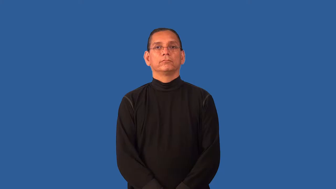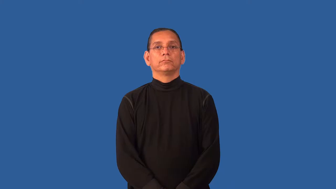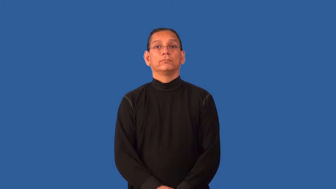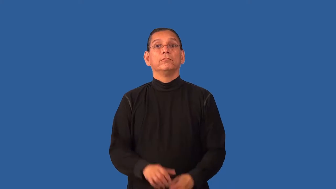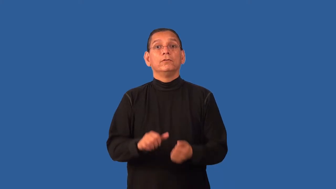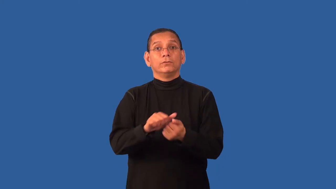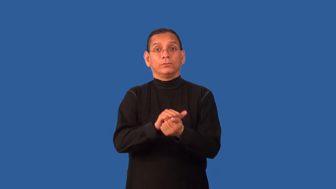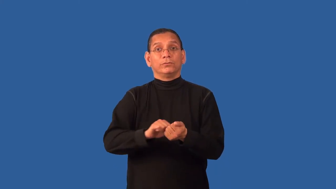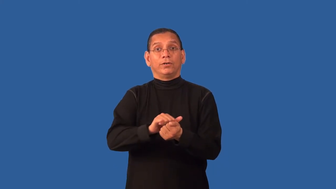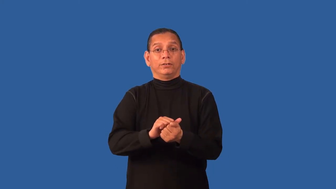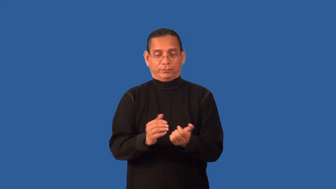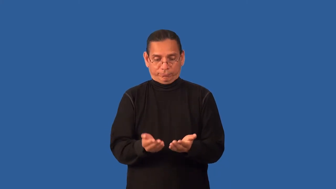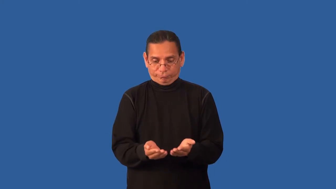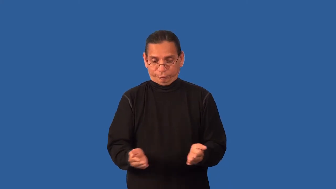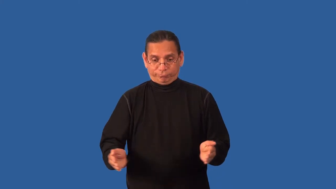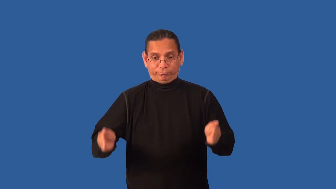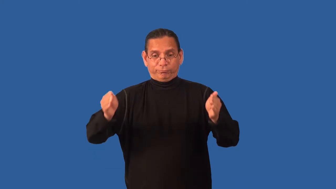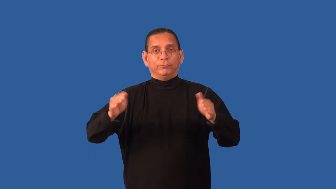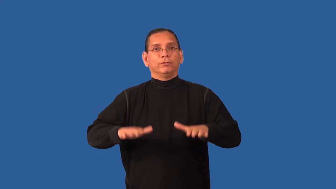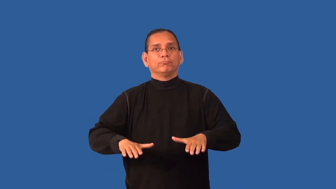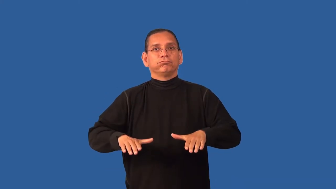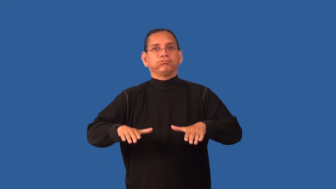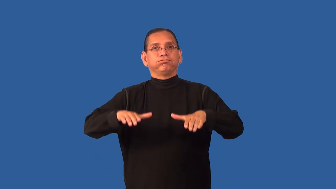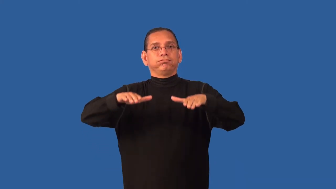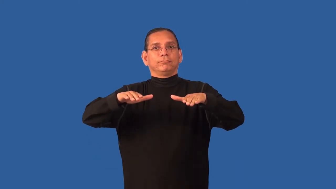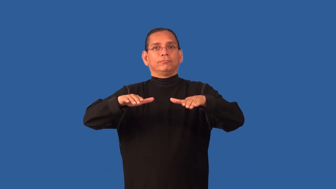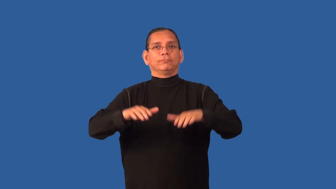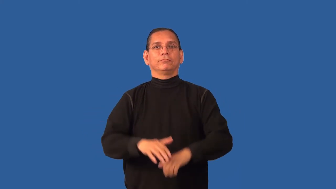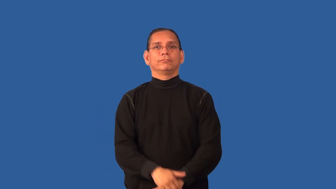dishwater